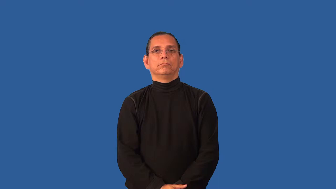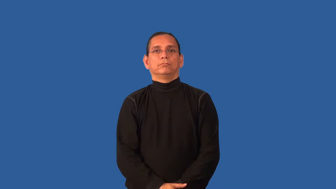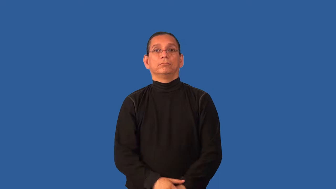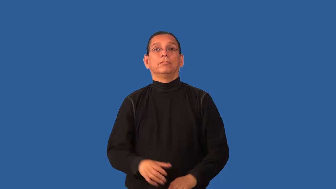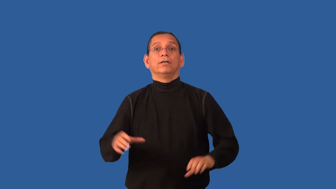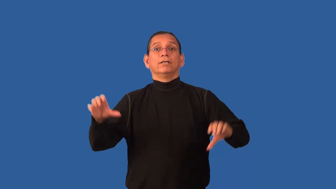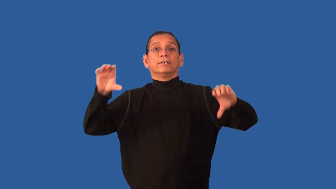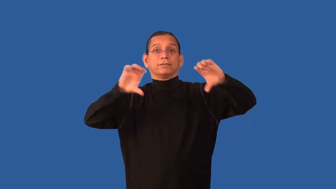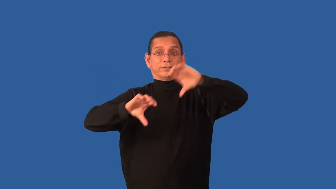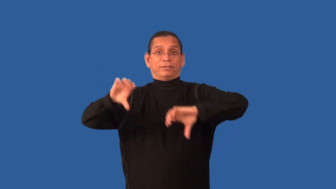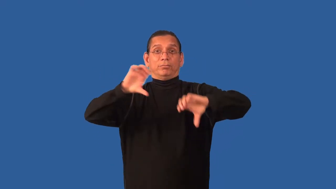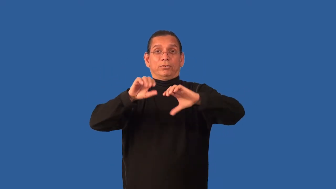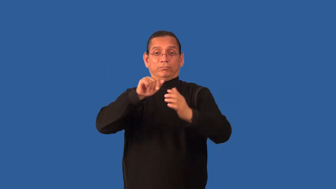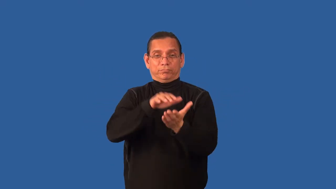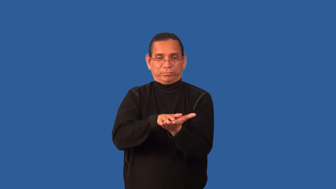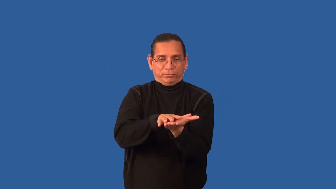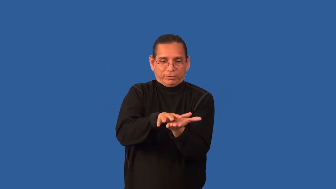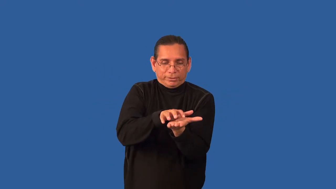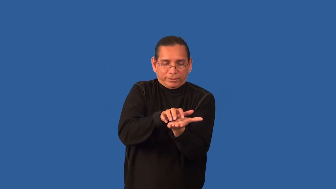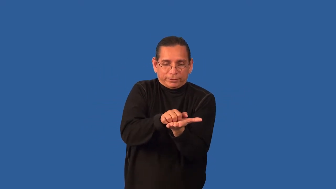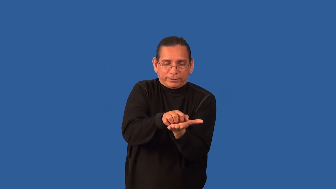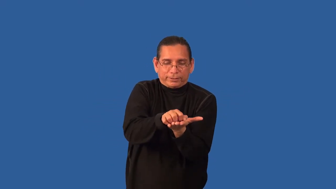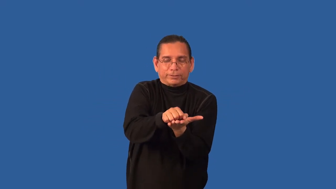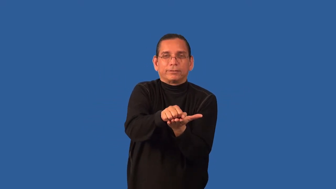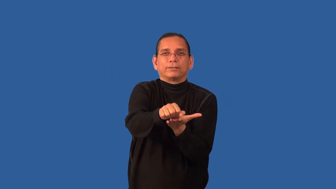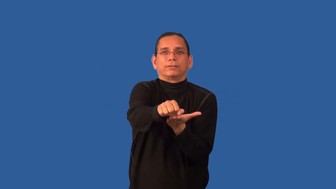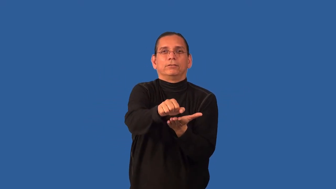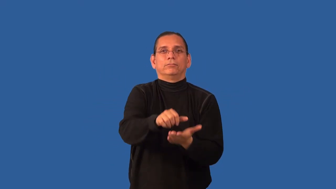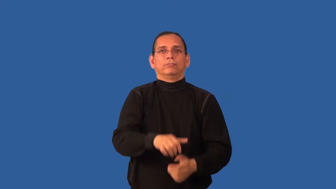caustic-chemical